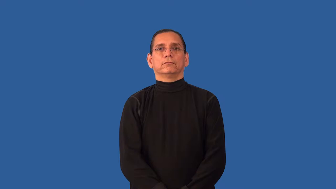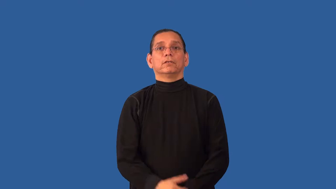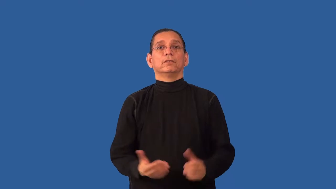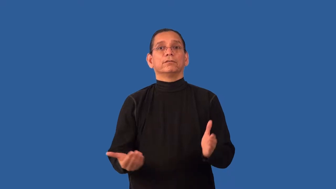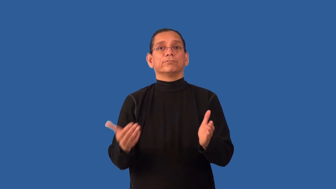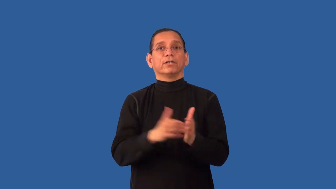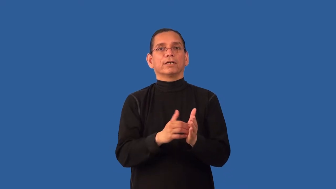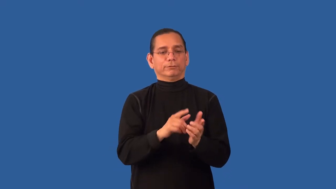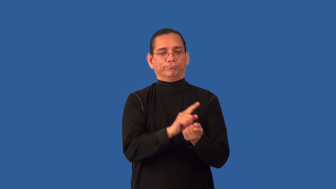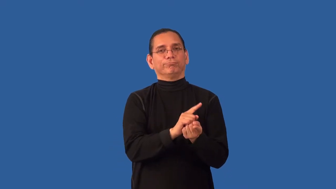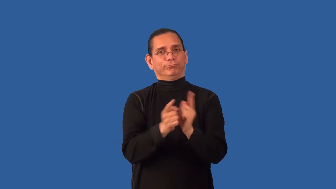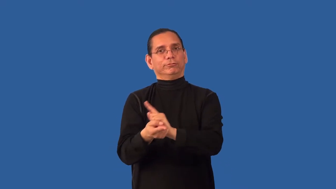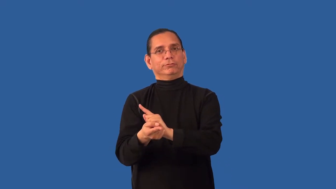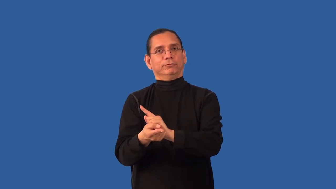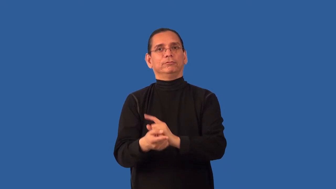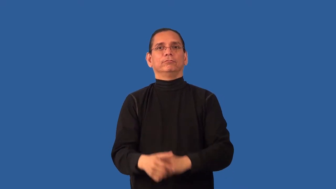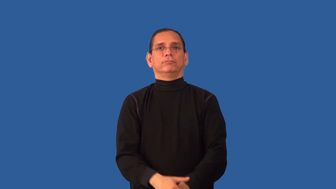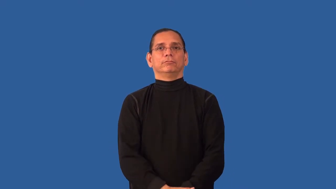retranslate